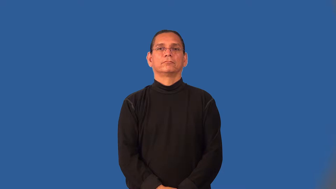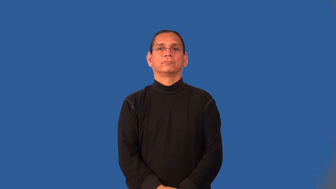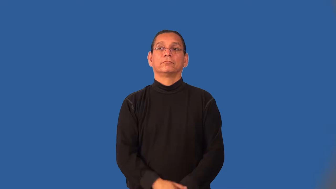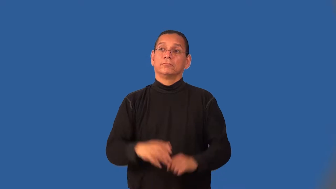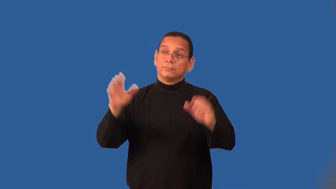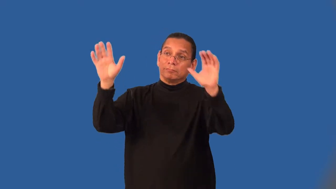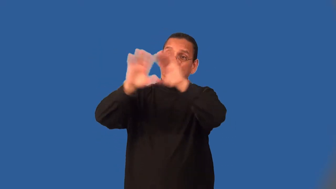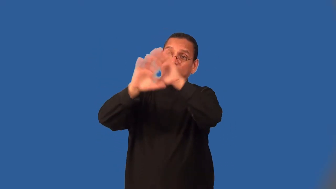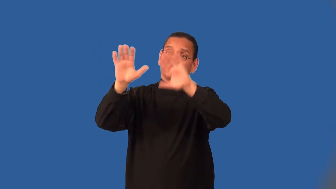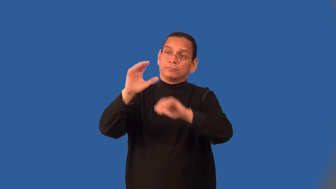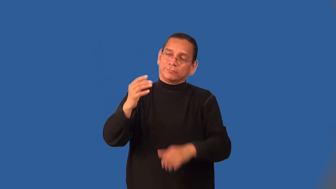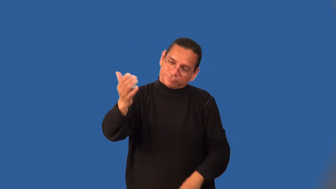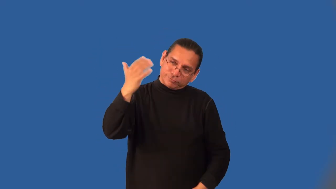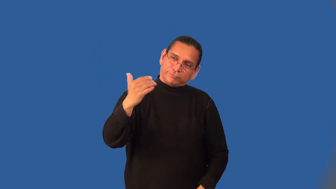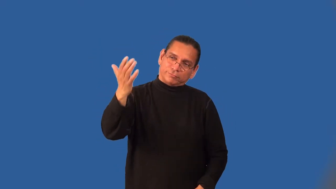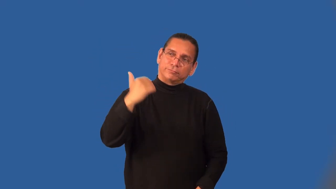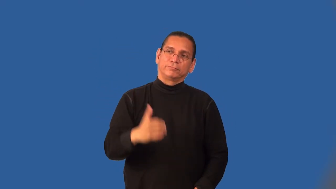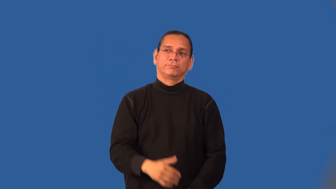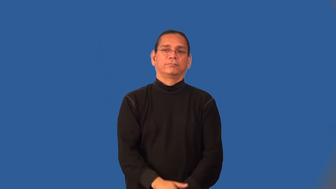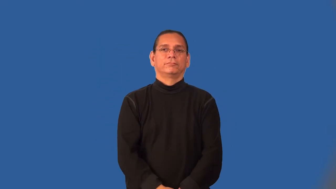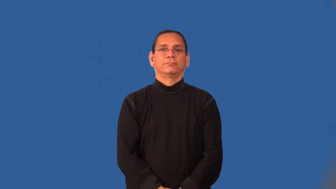motion-wave